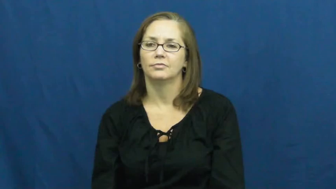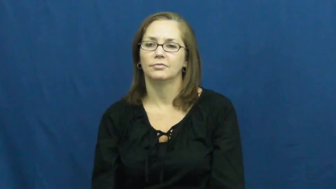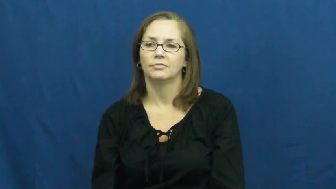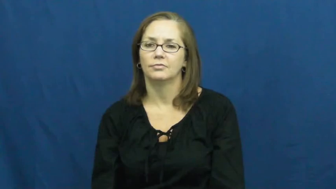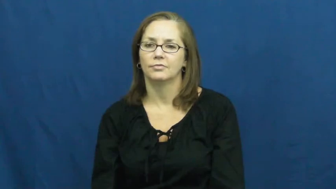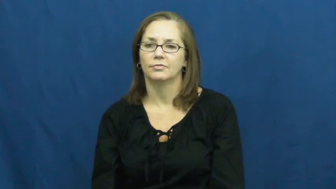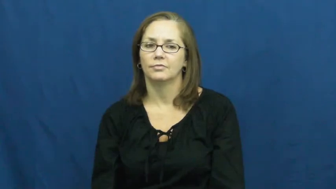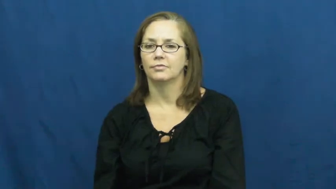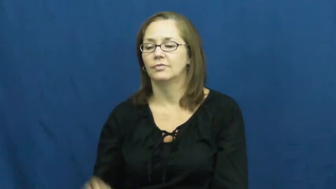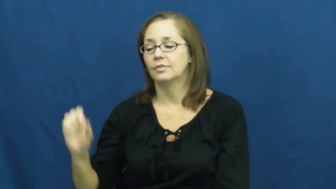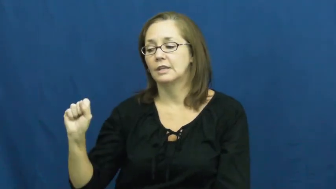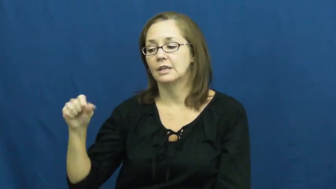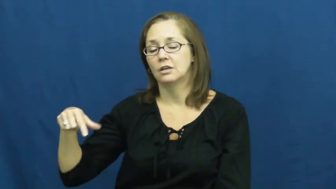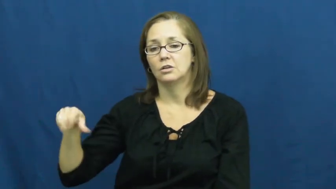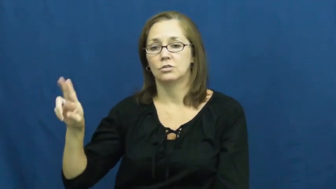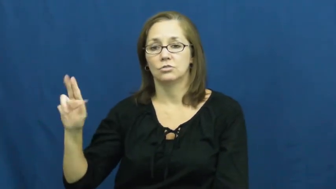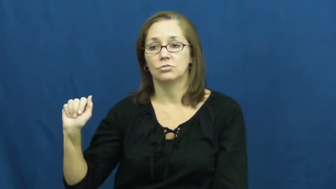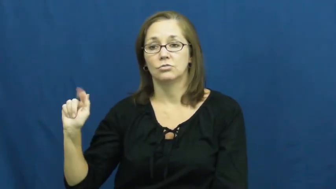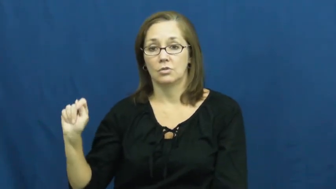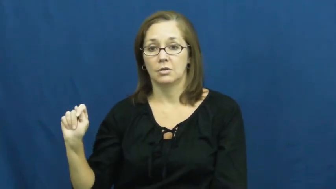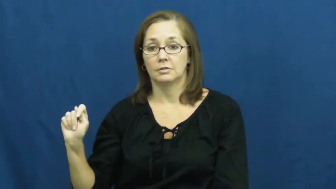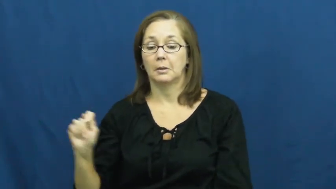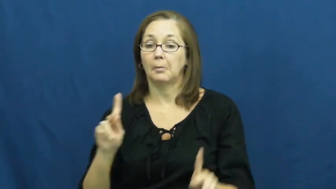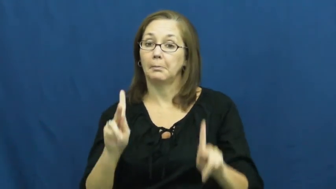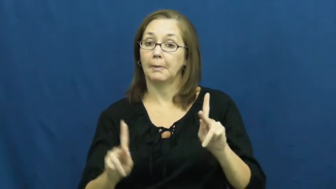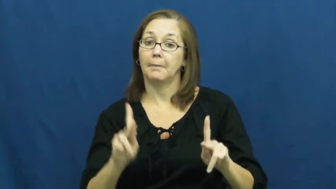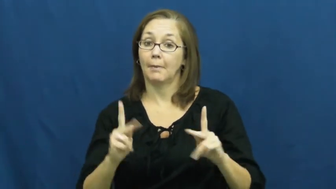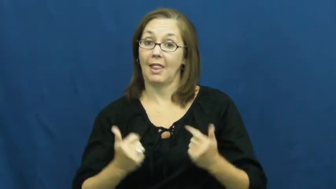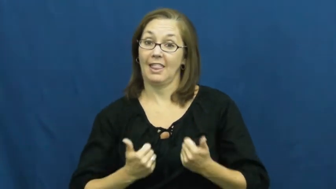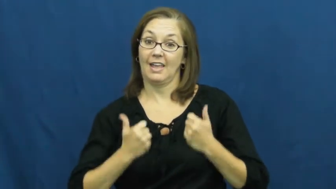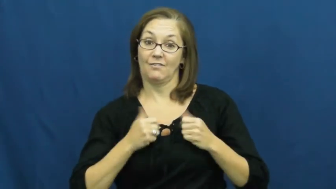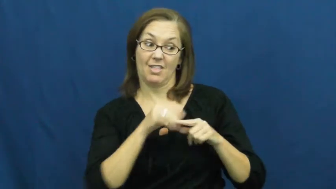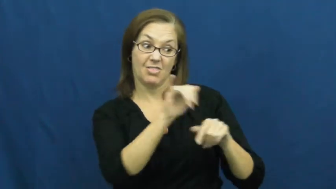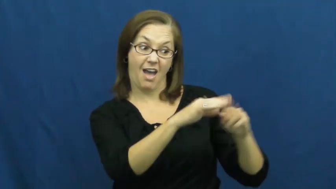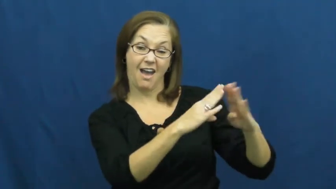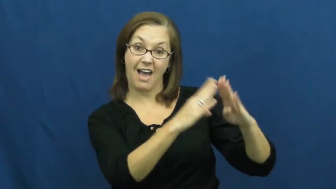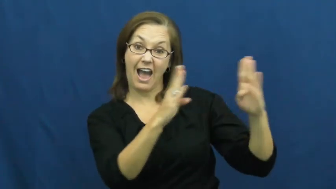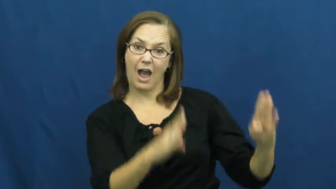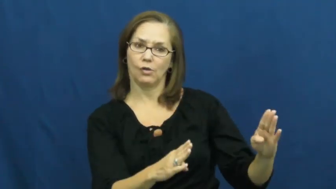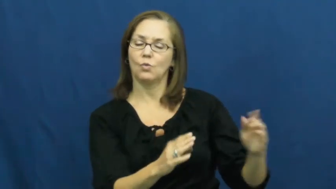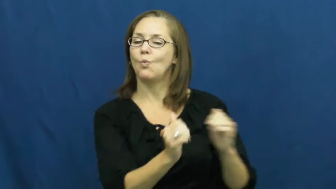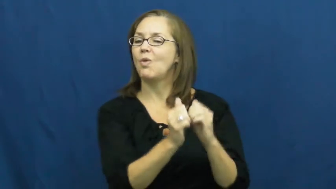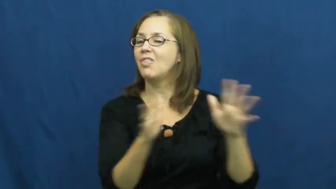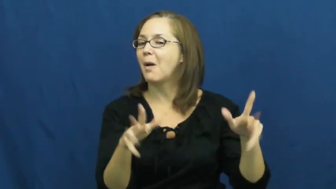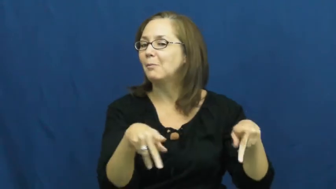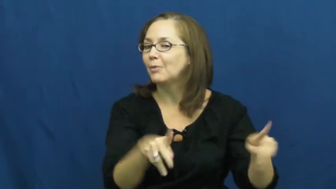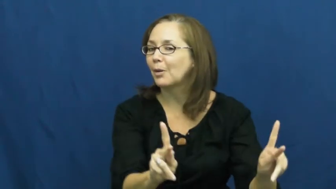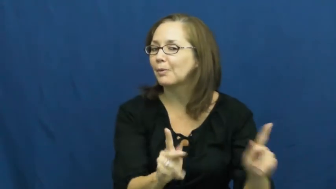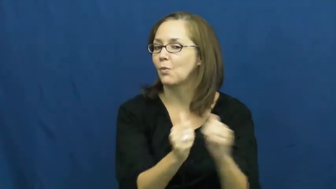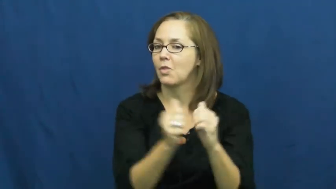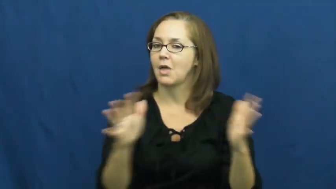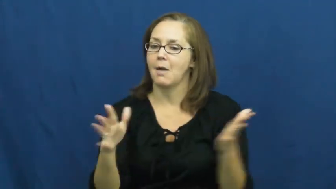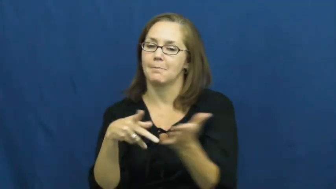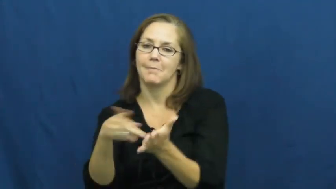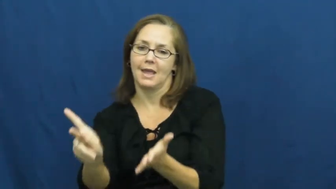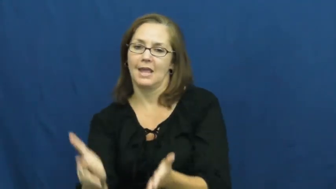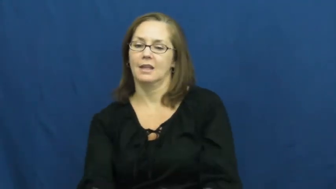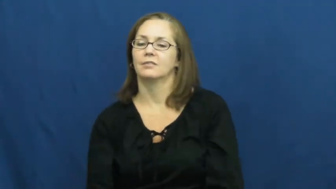squat-live